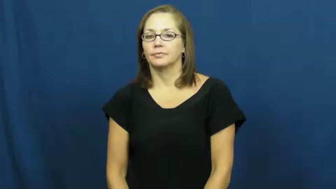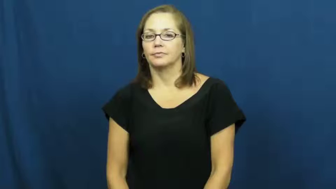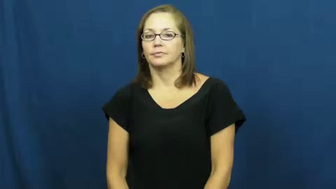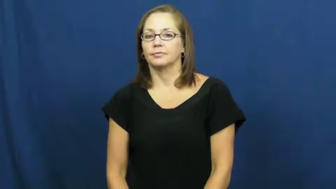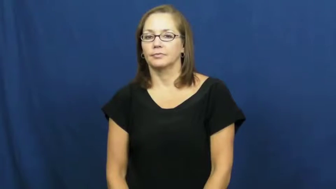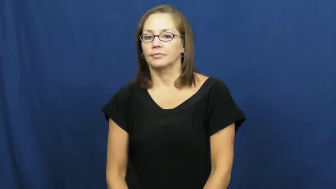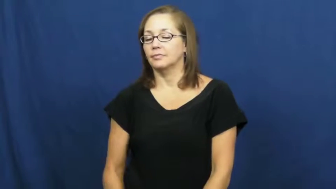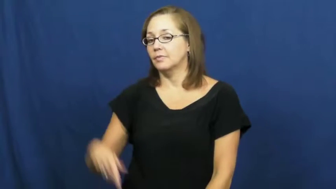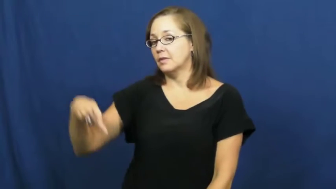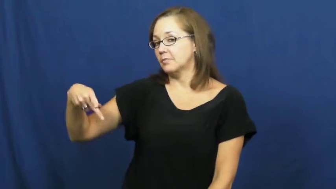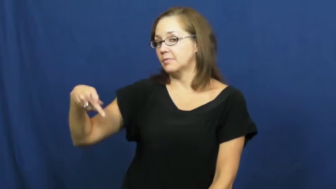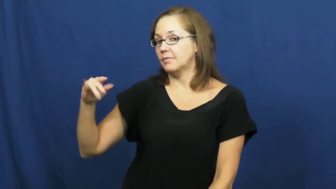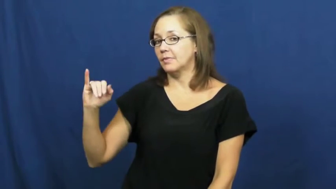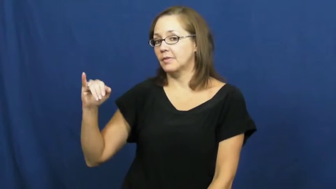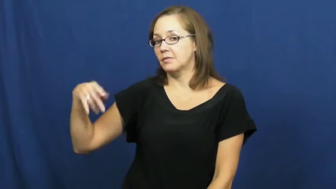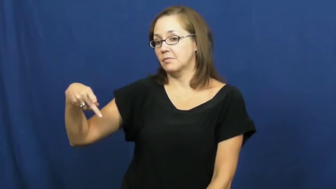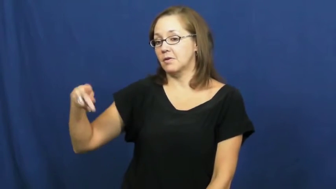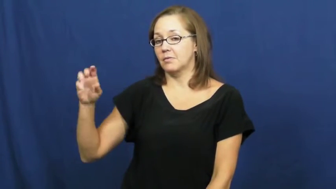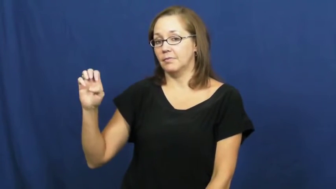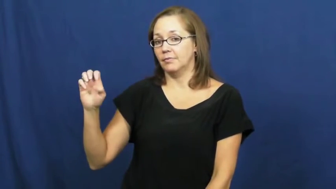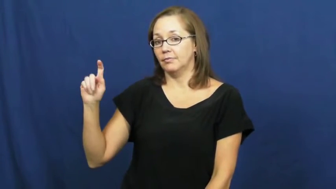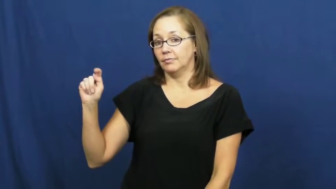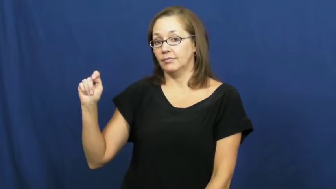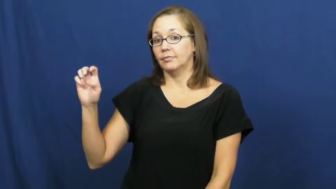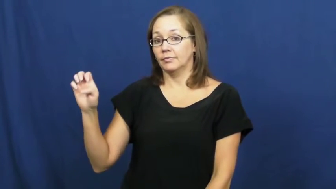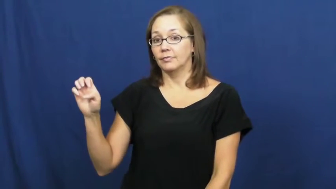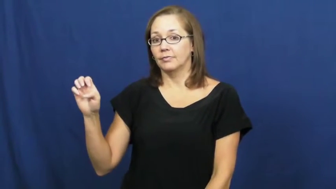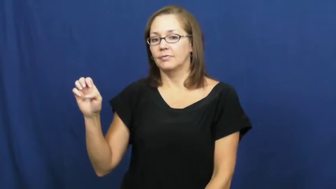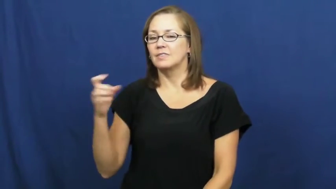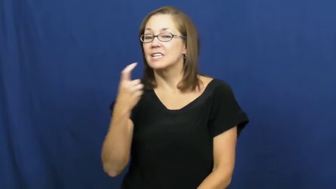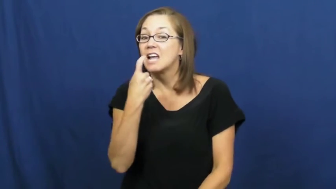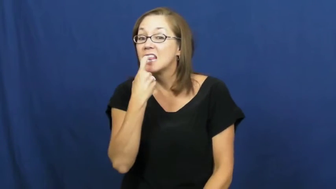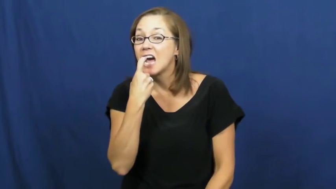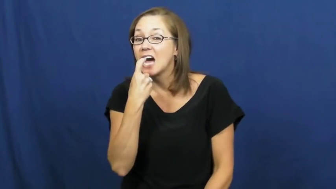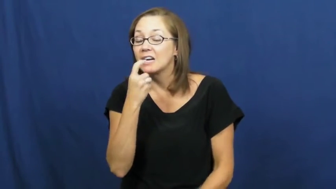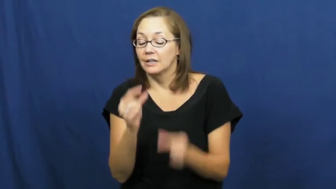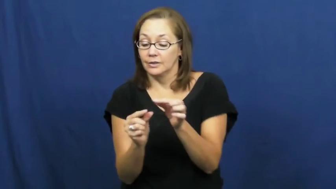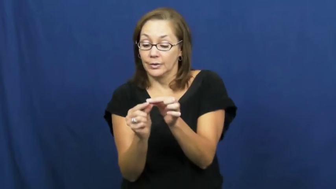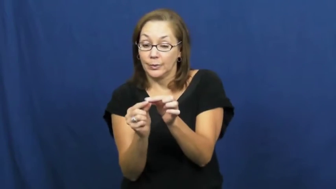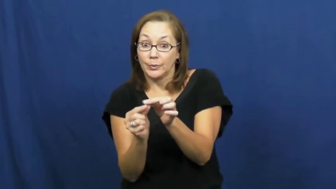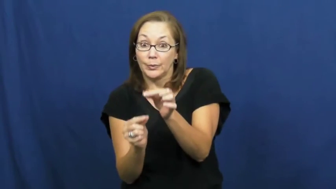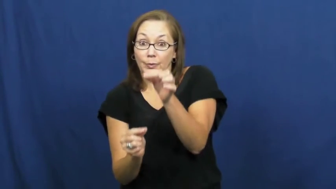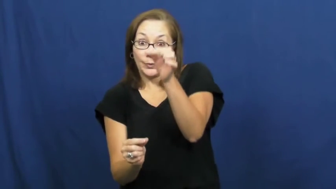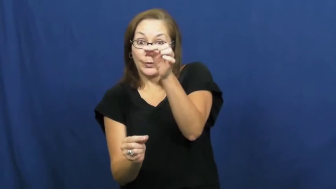pipette